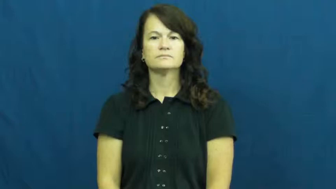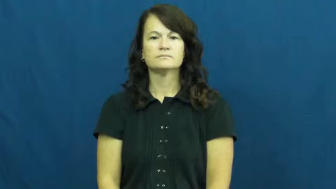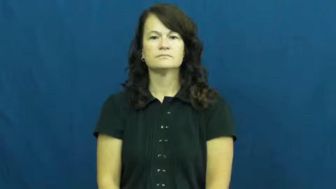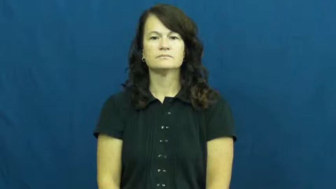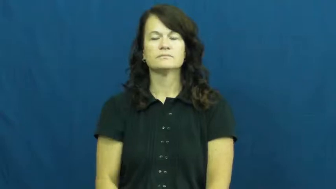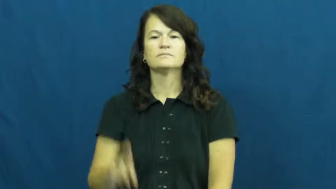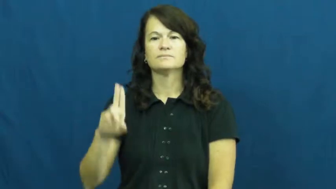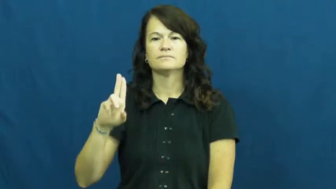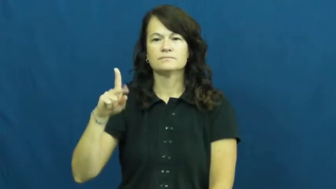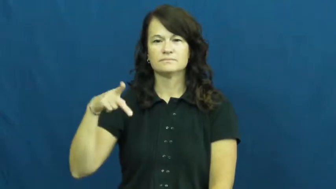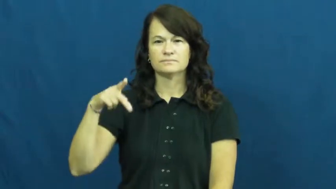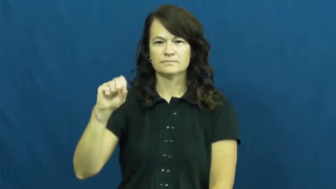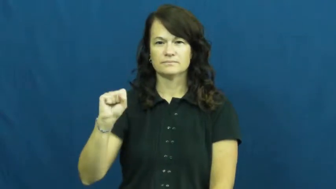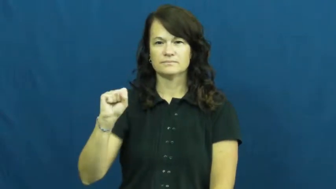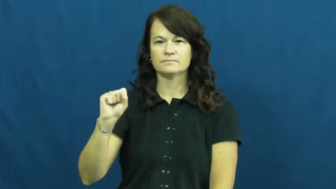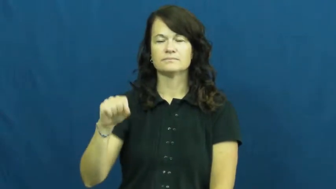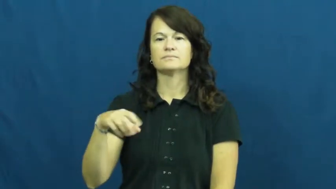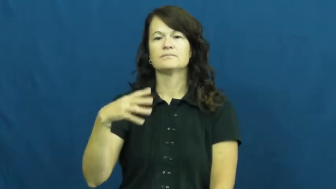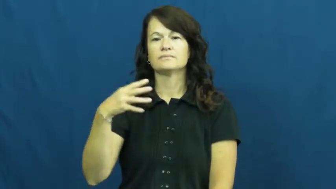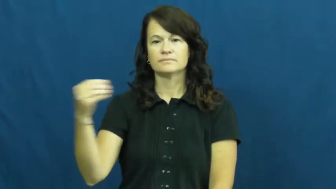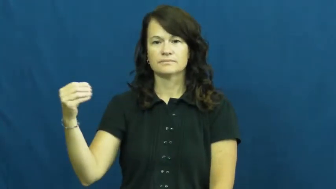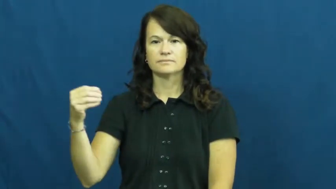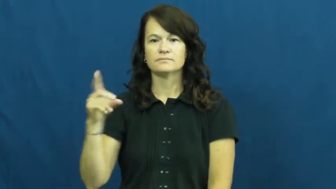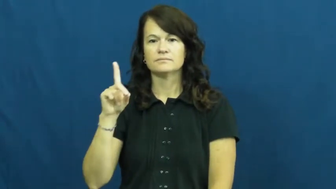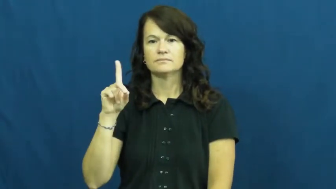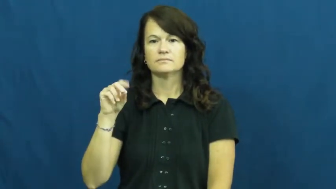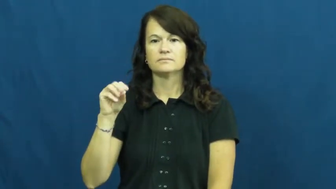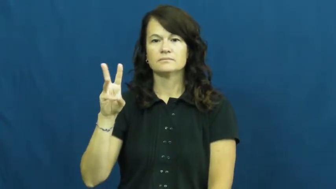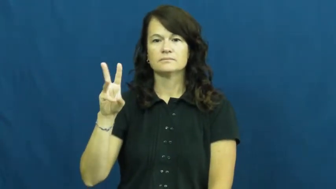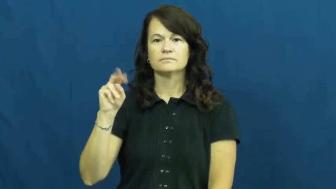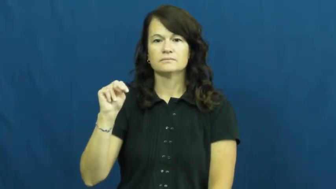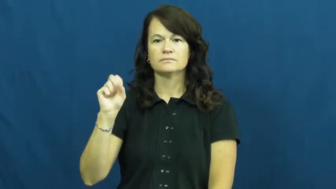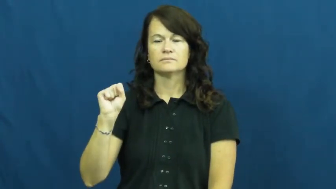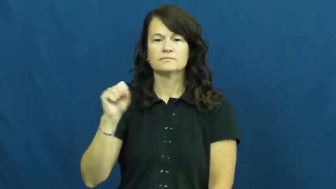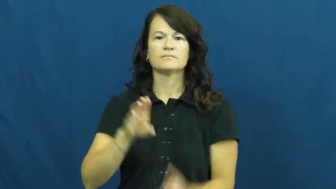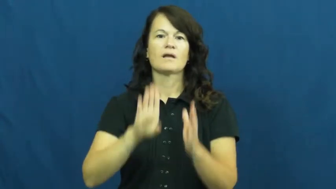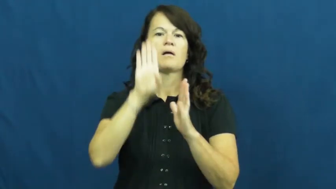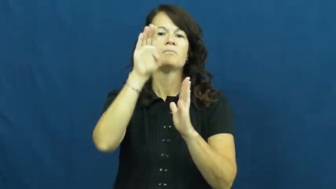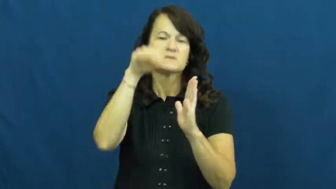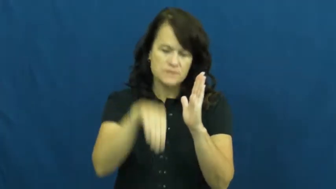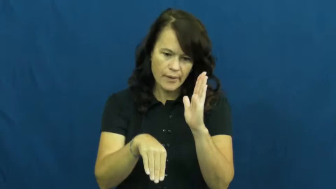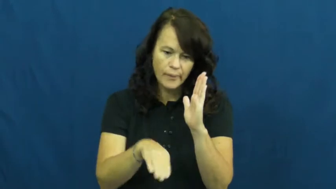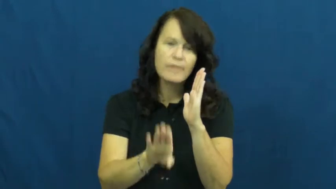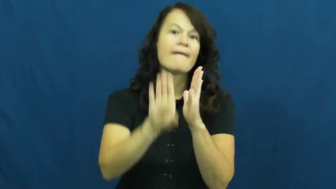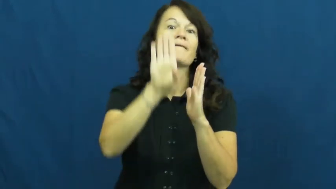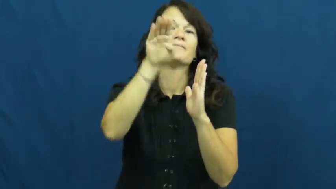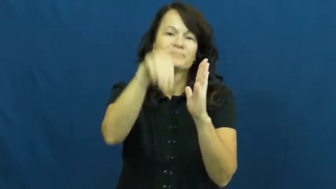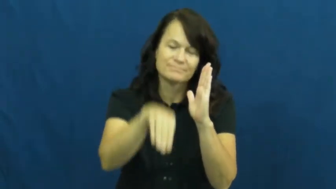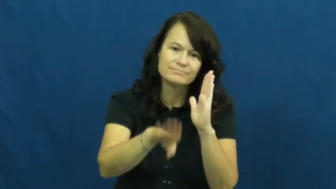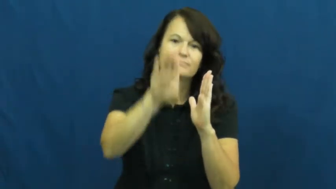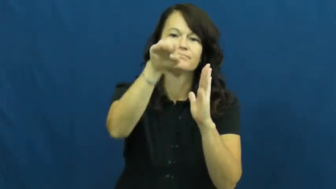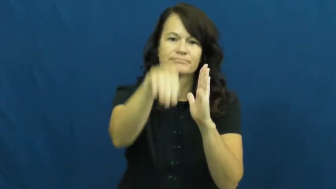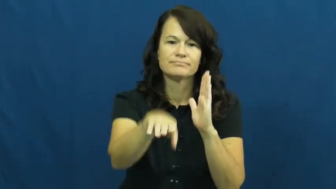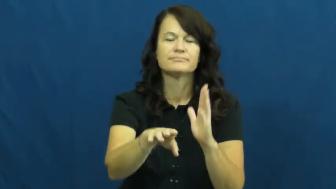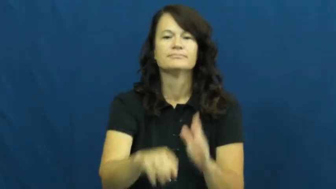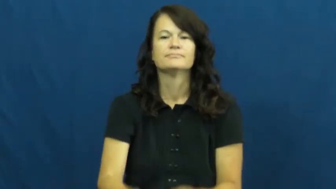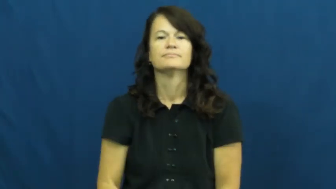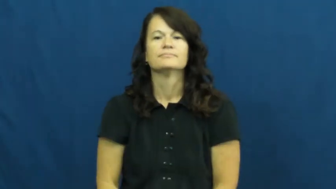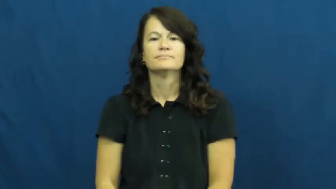ups and downs